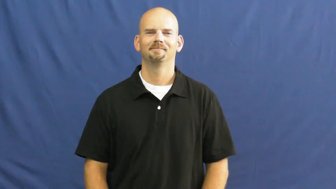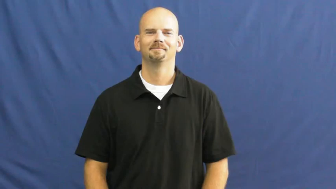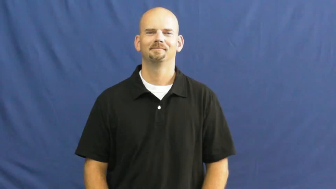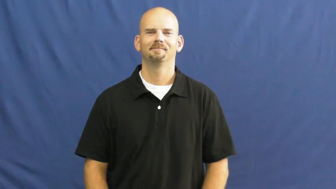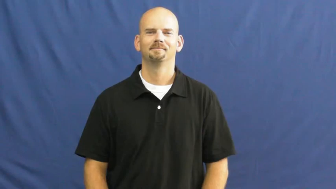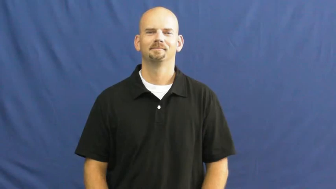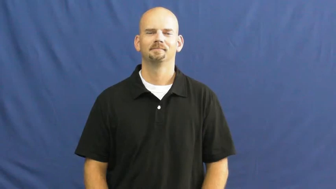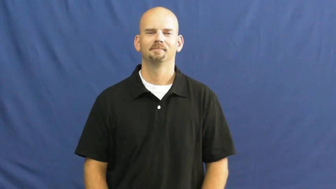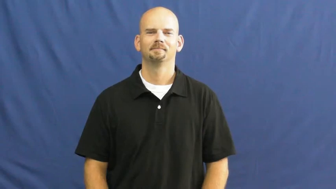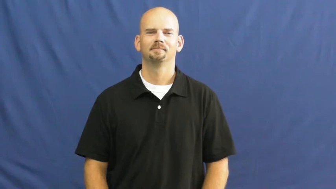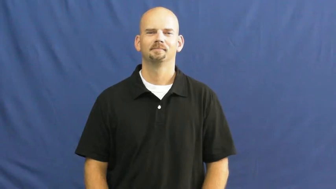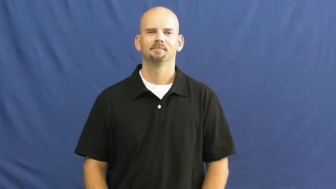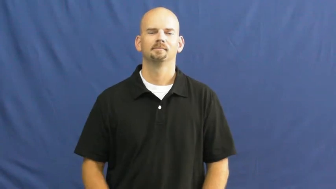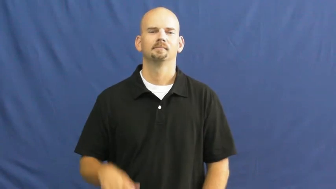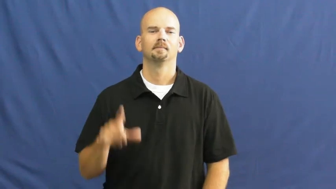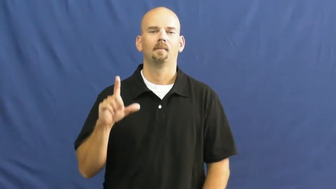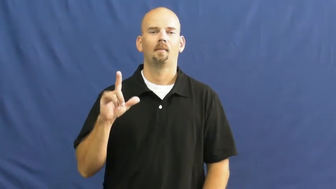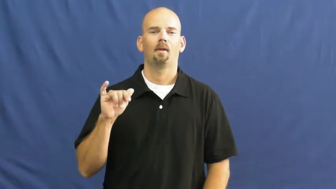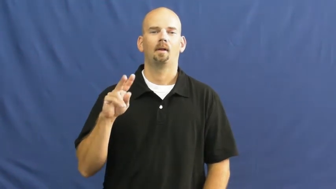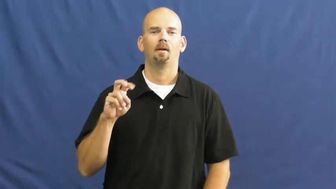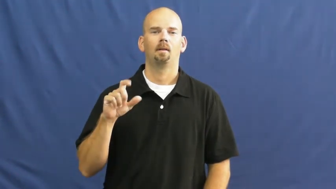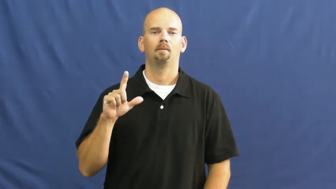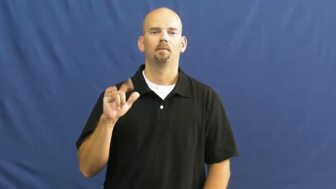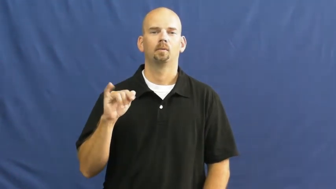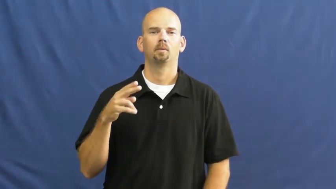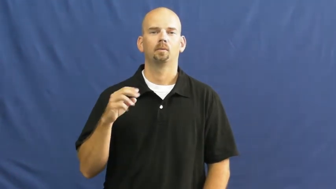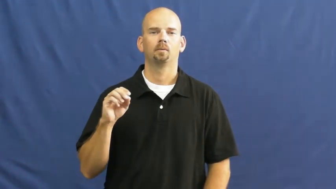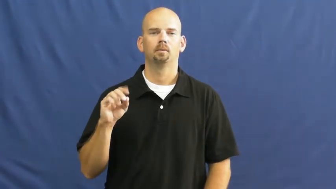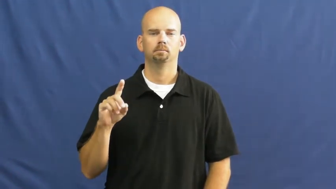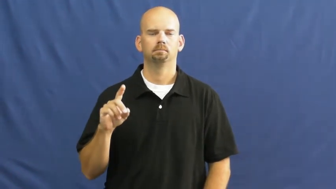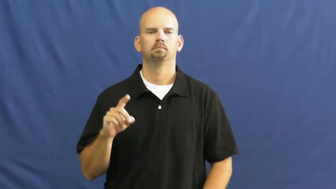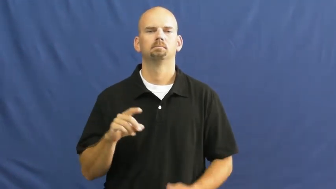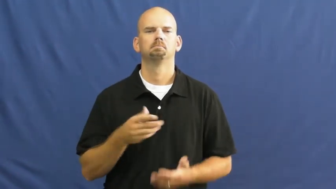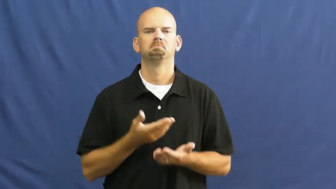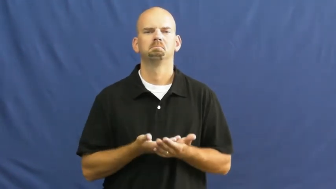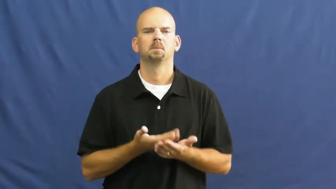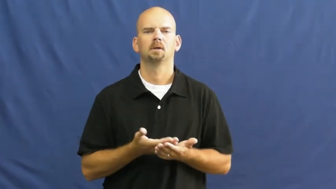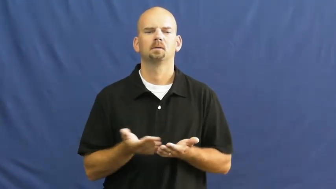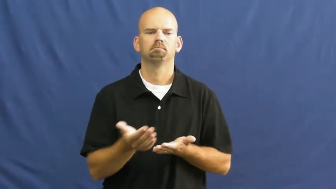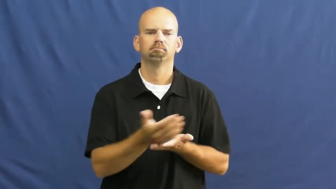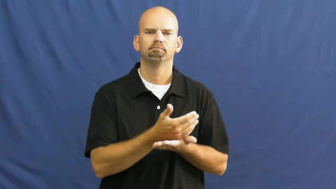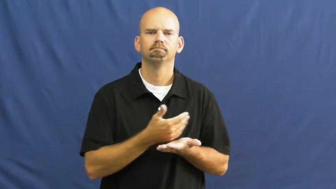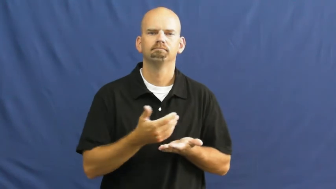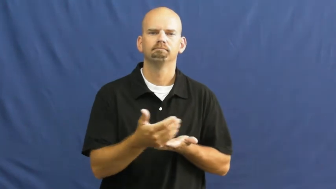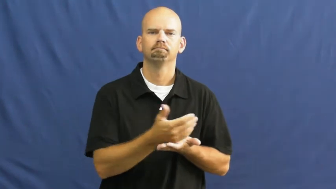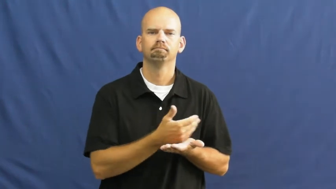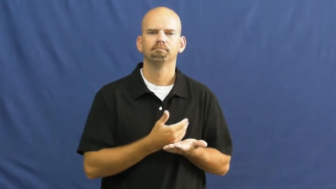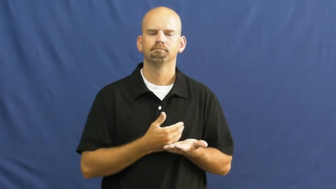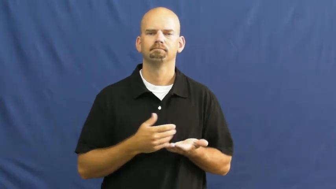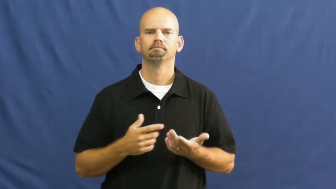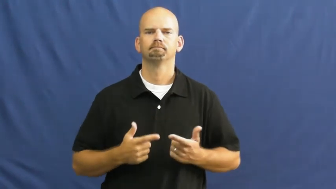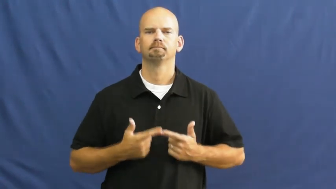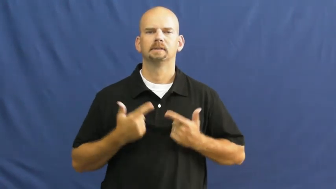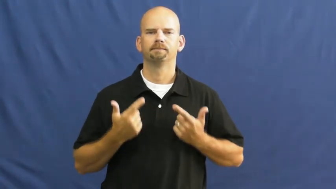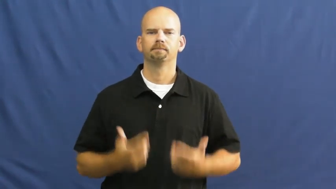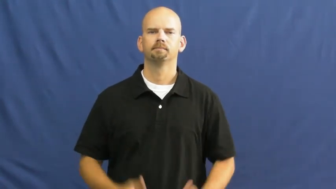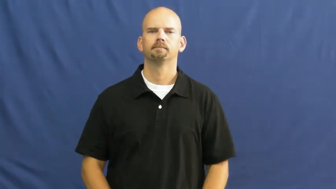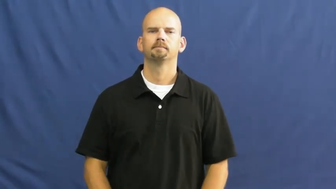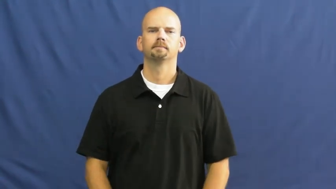livelihood